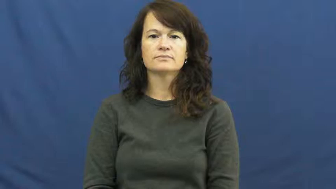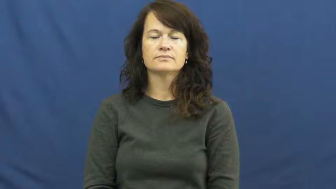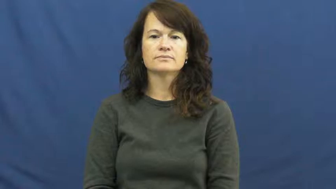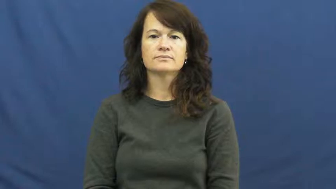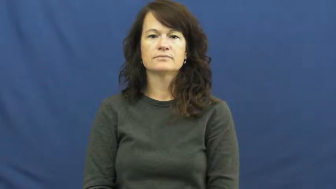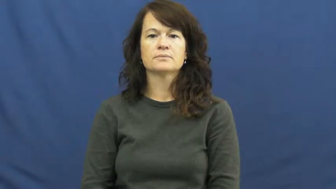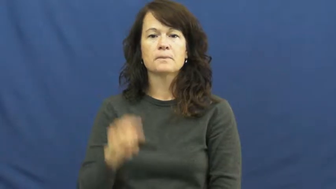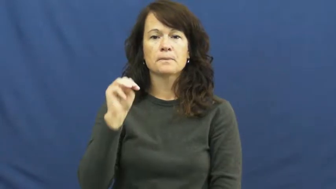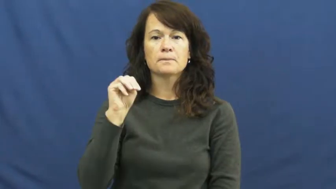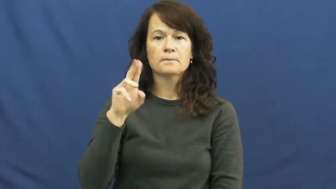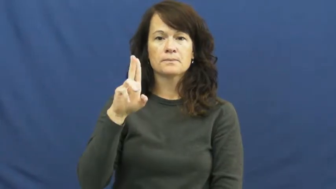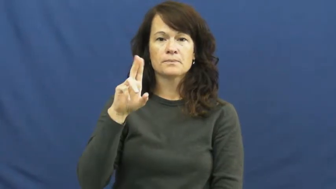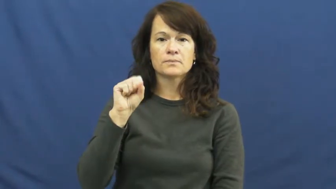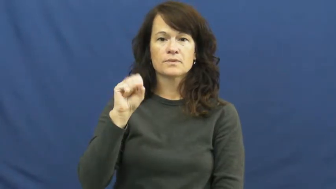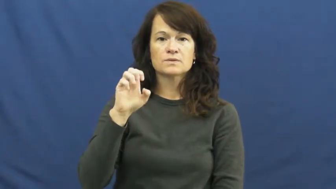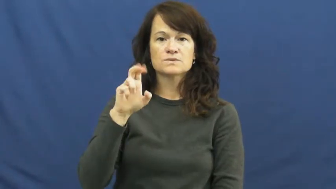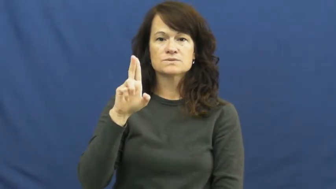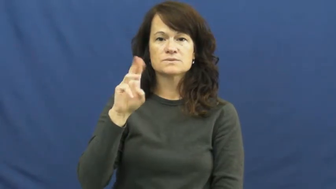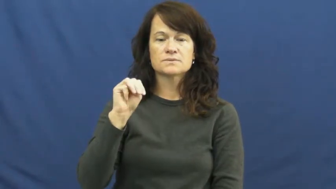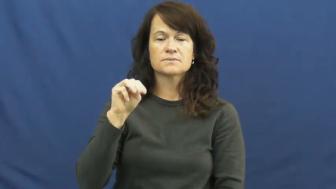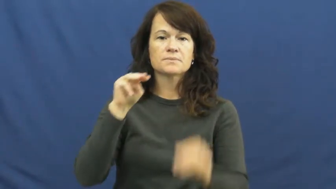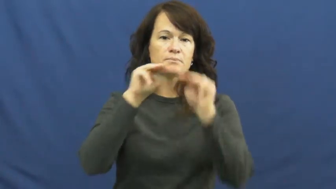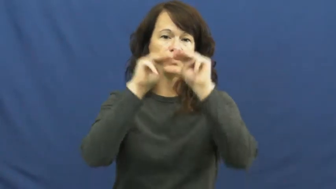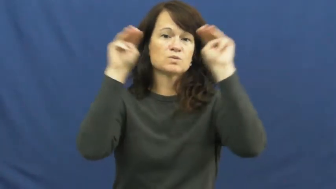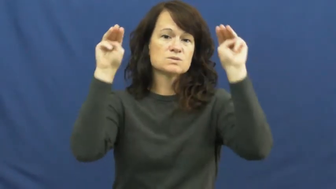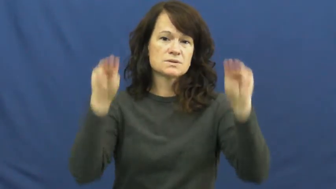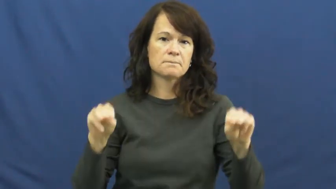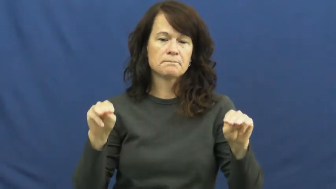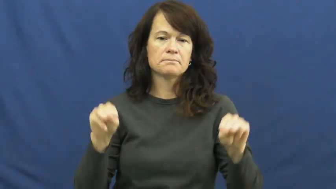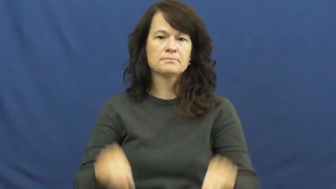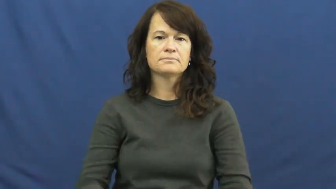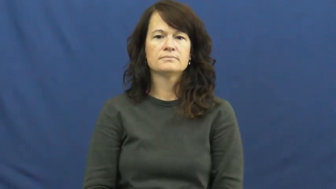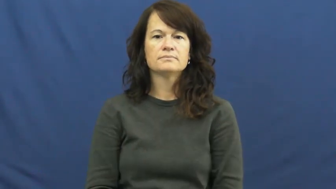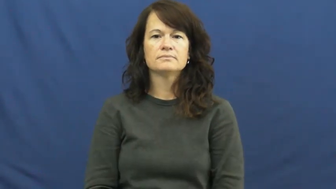museum